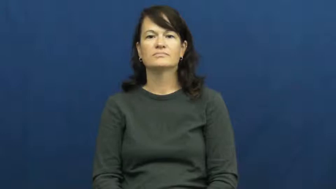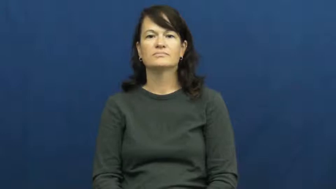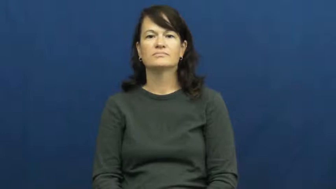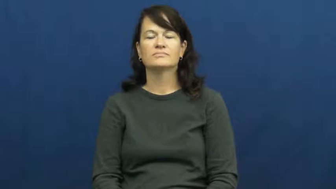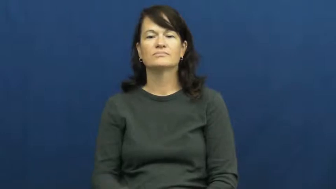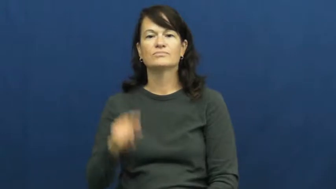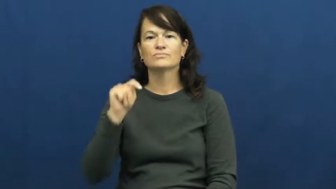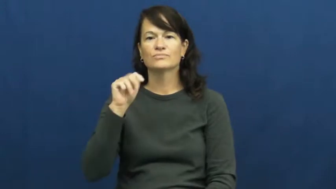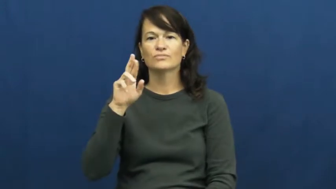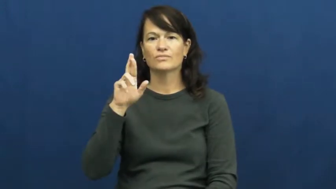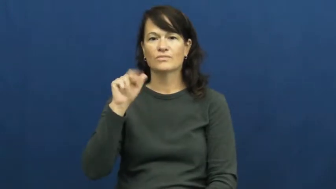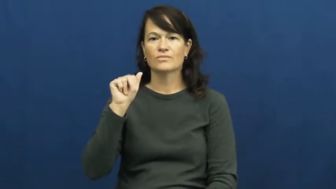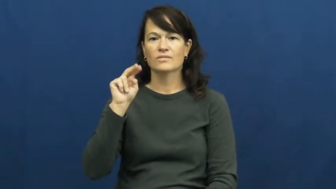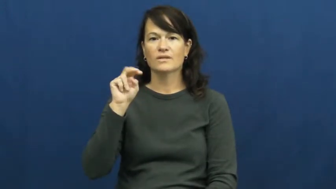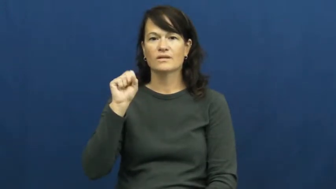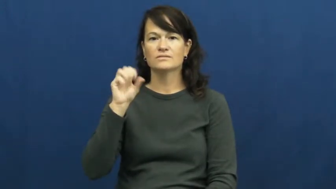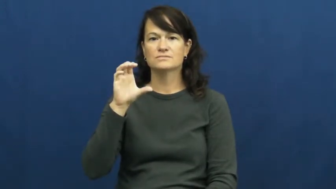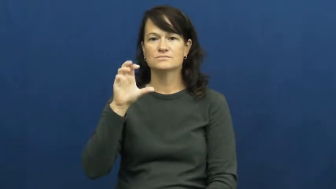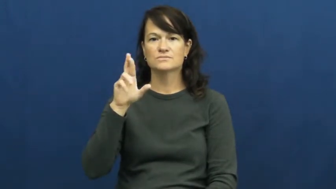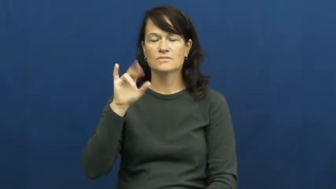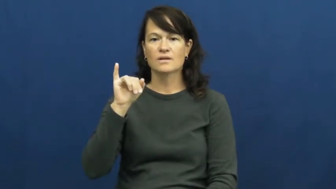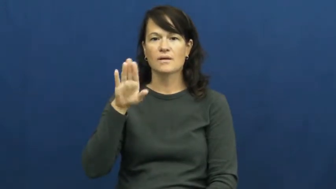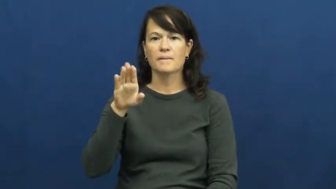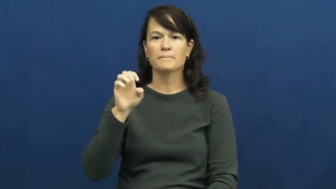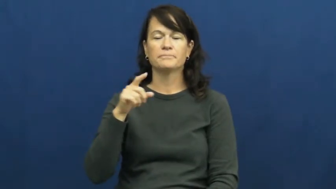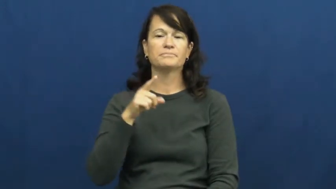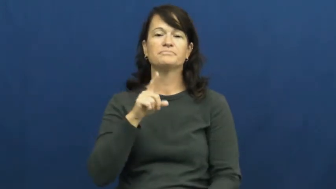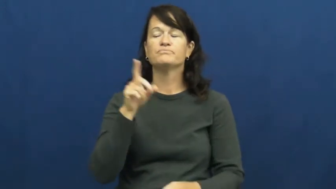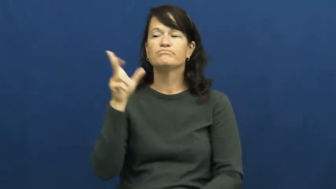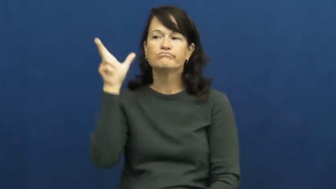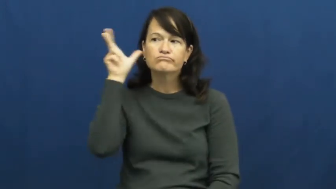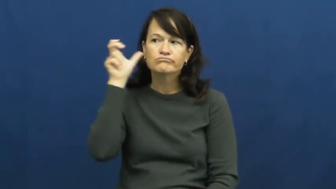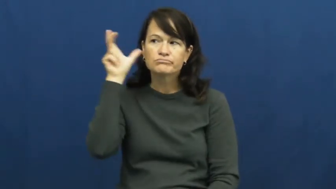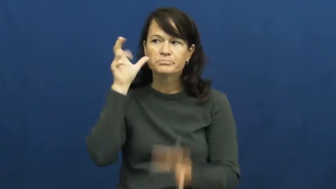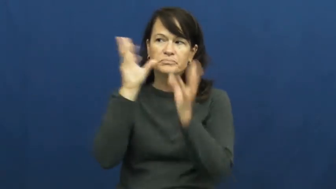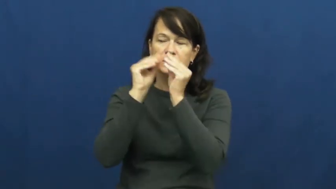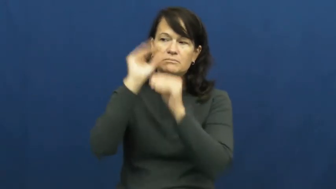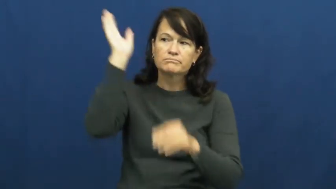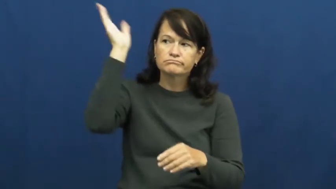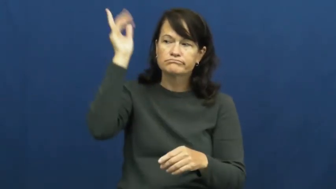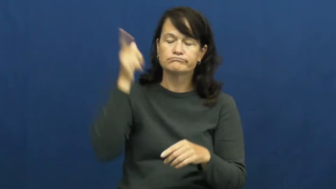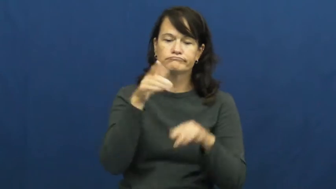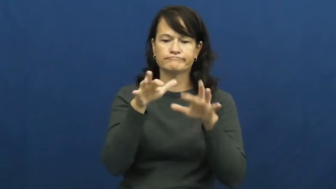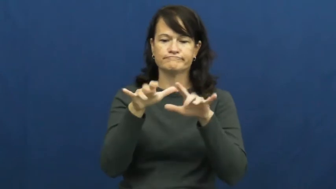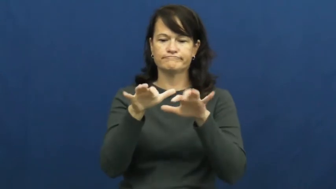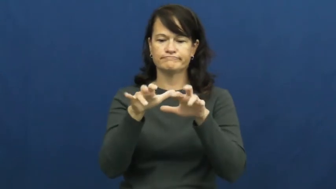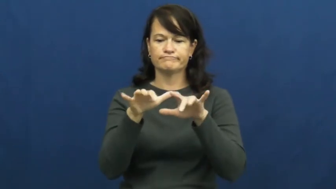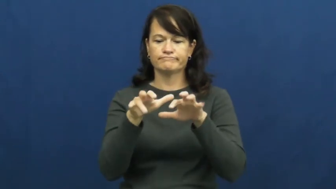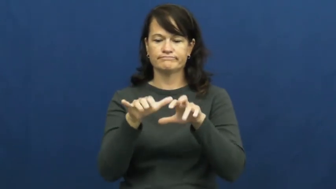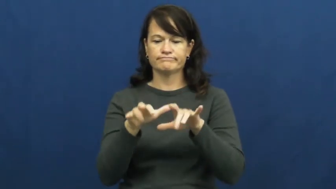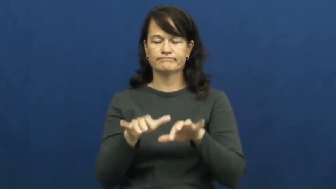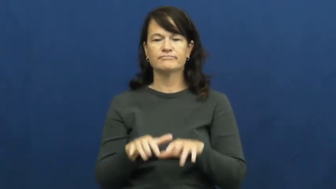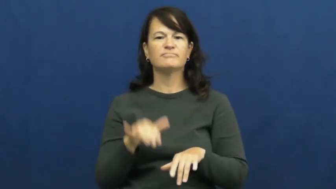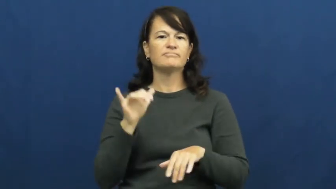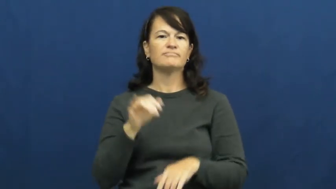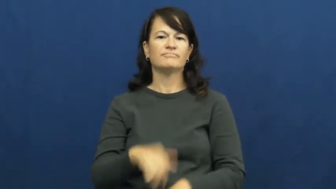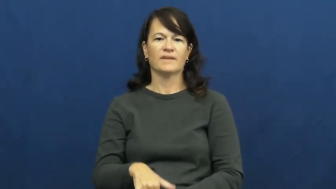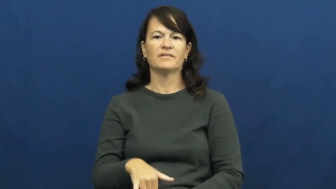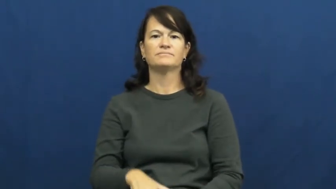transcribe